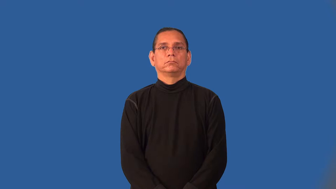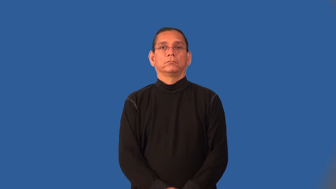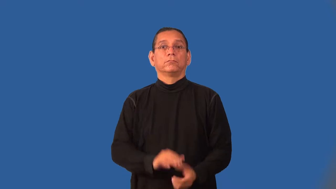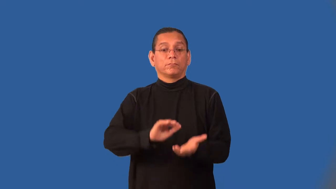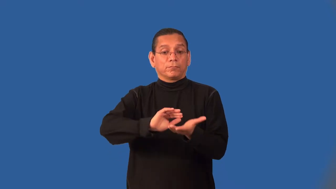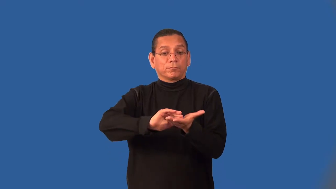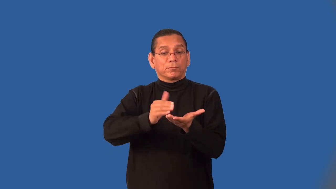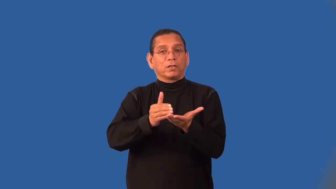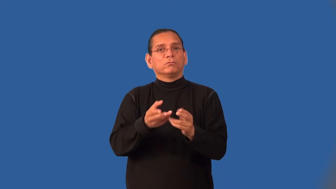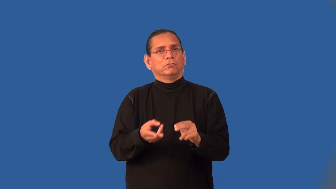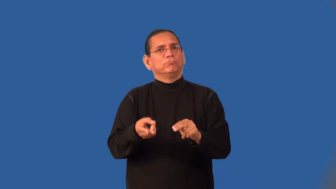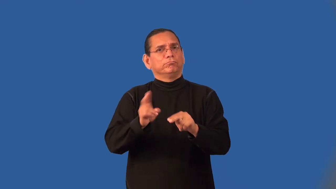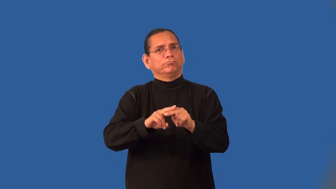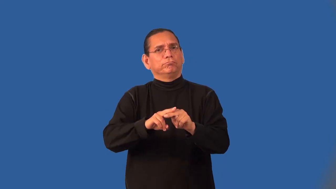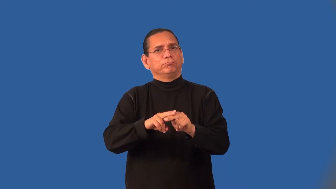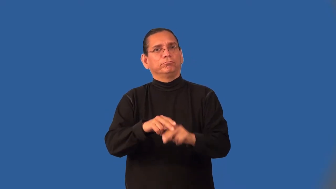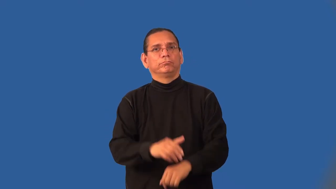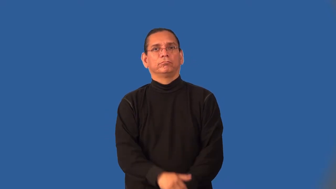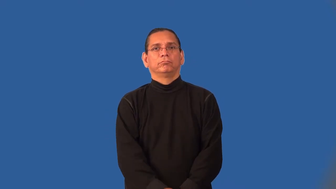increment